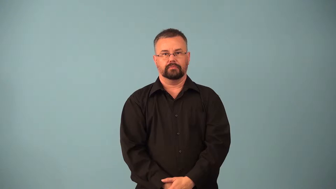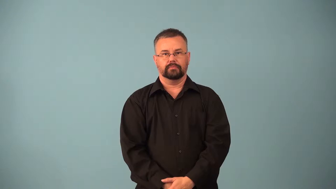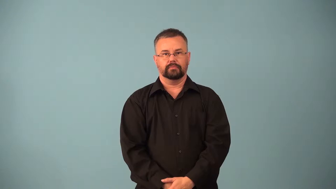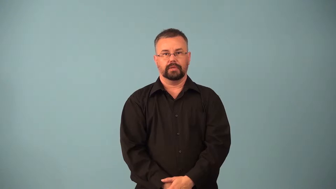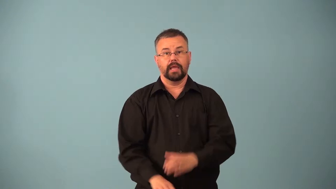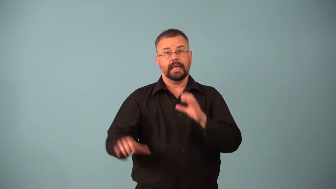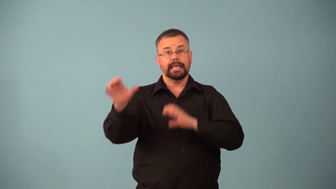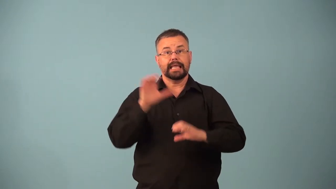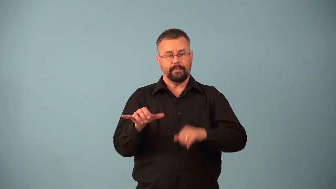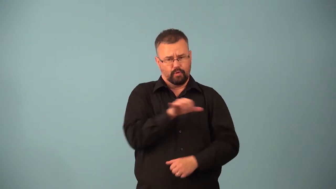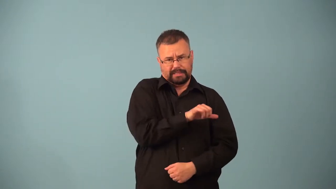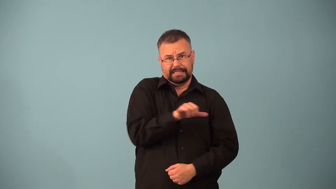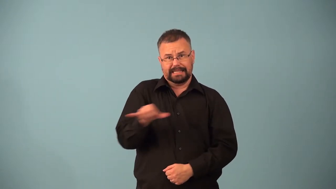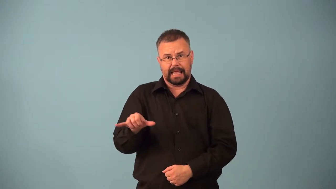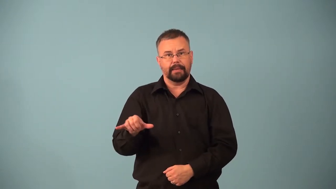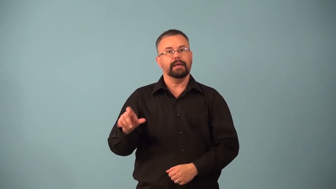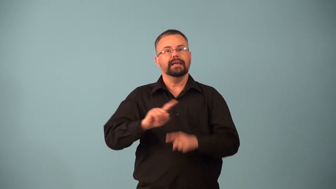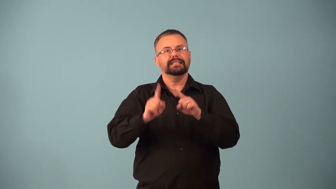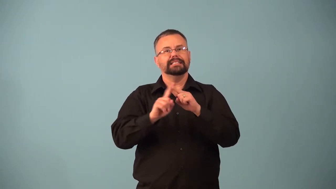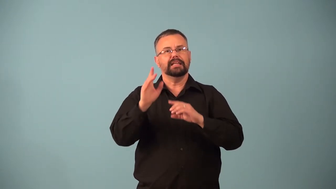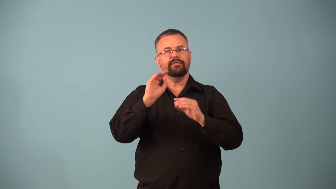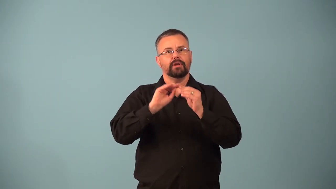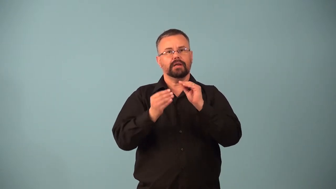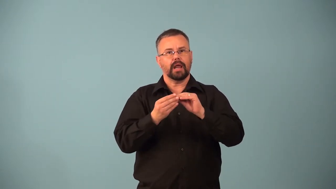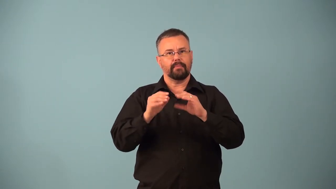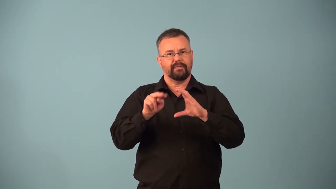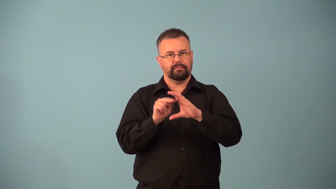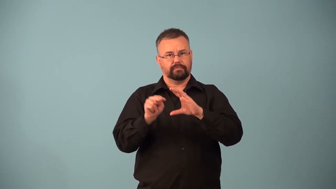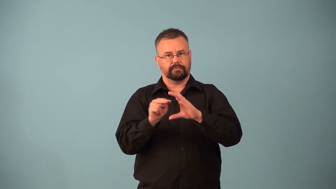isotope